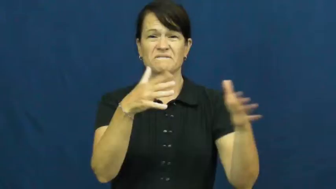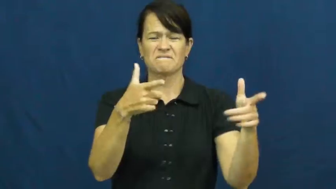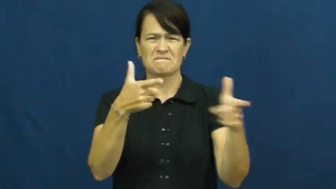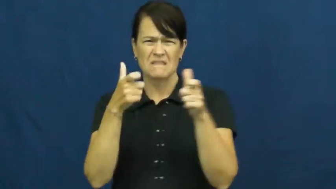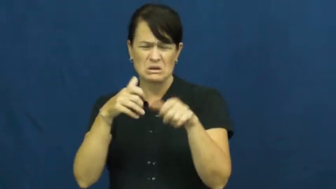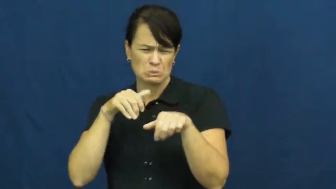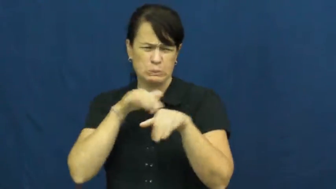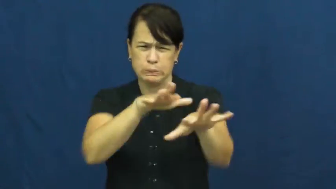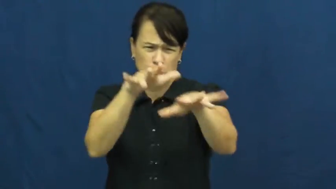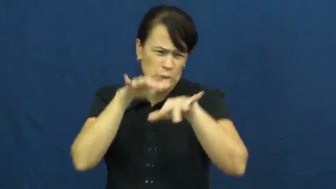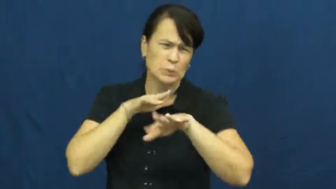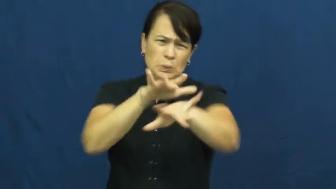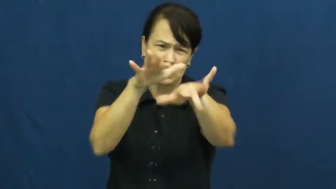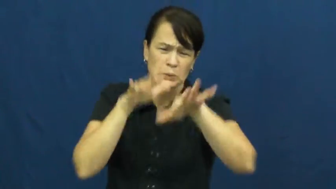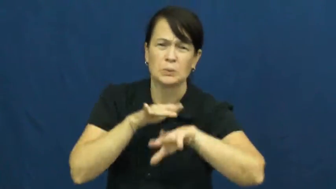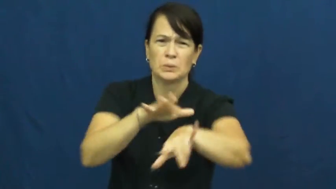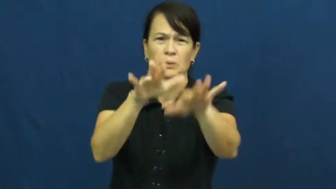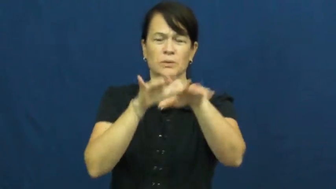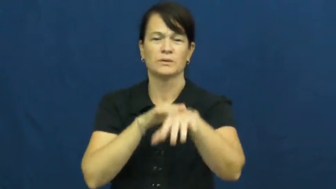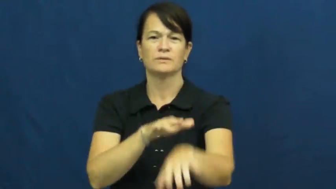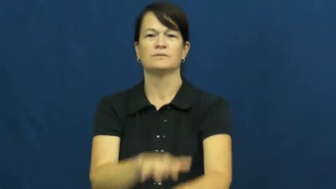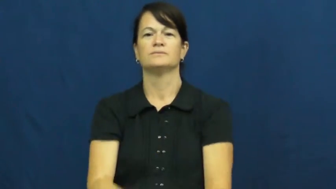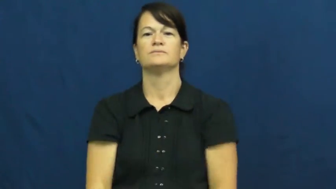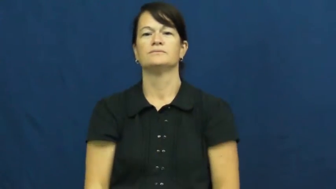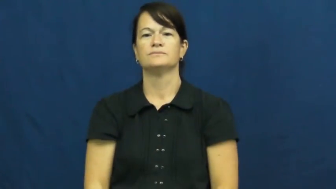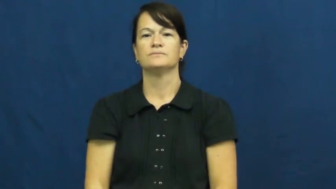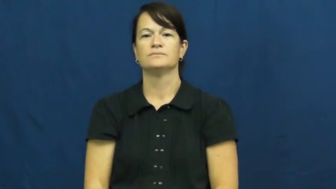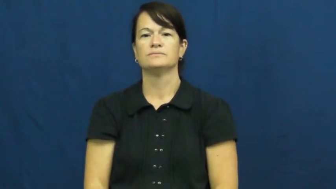torrent